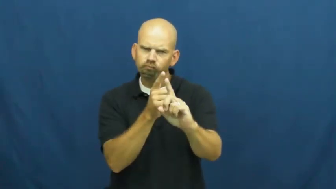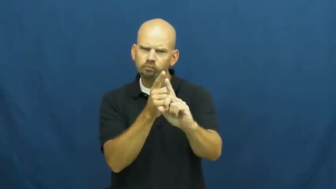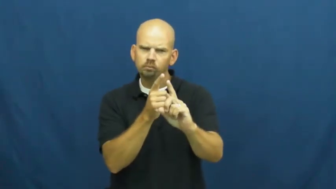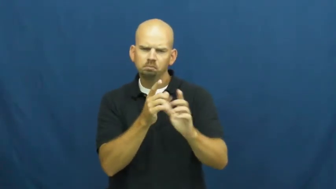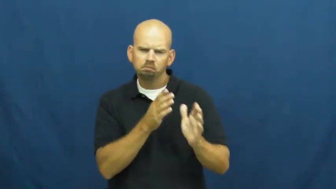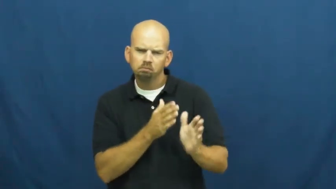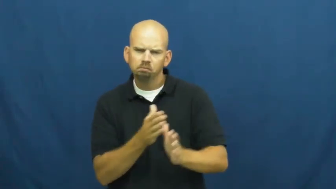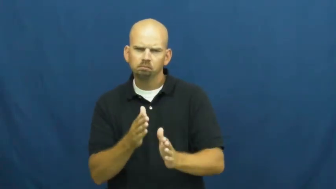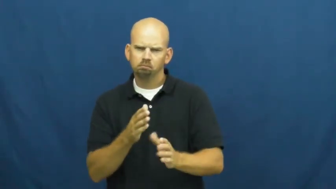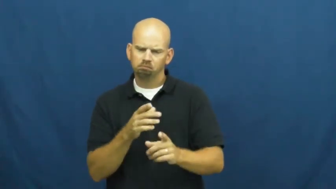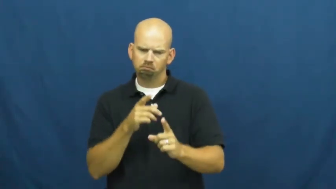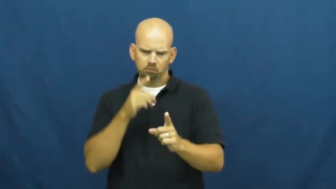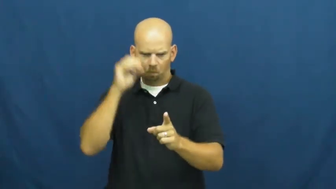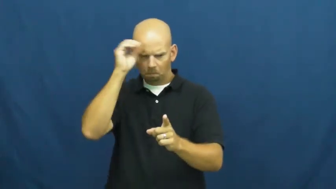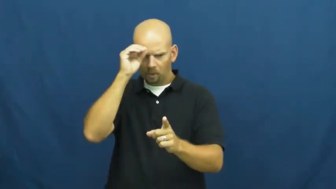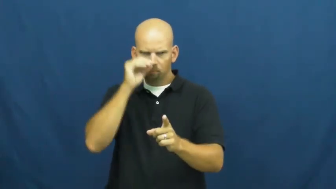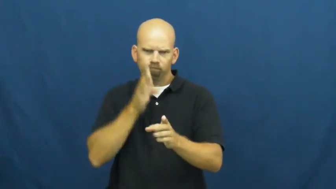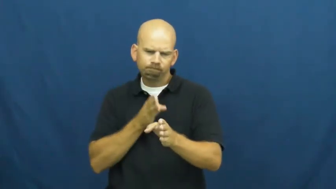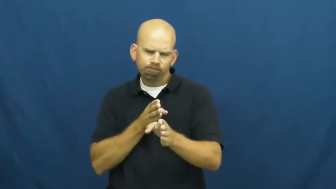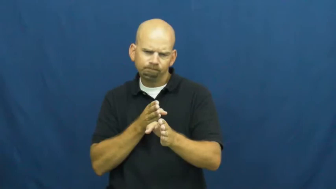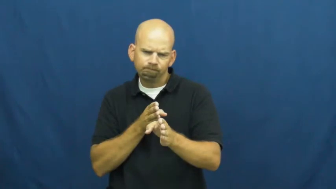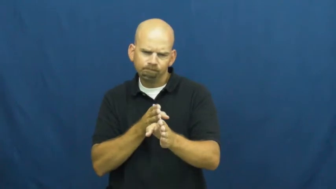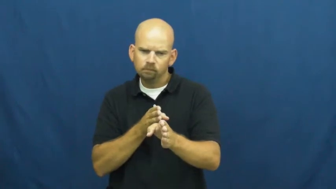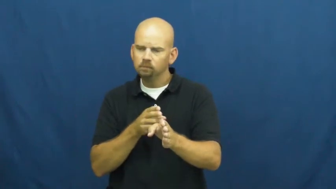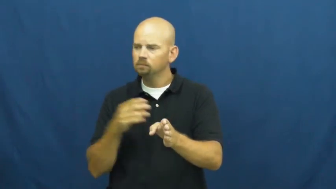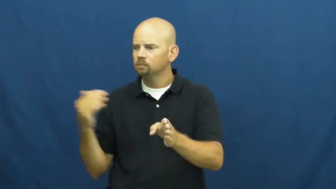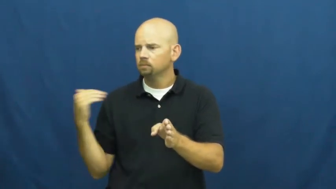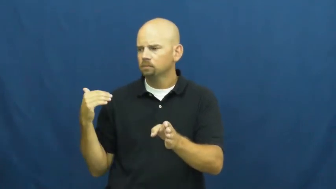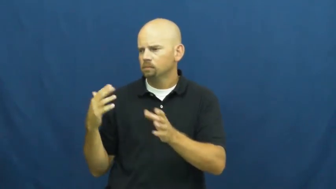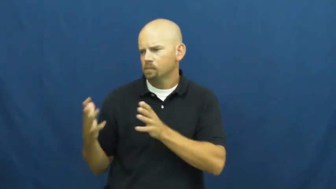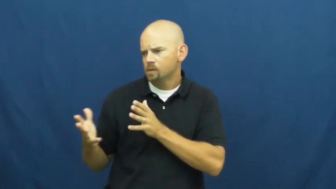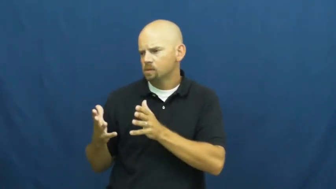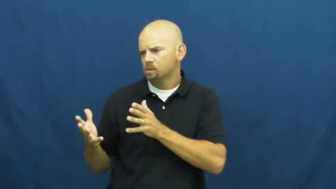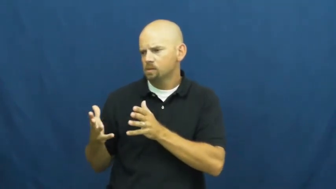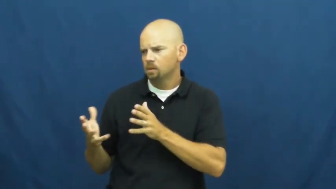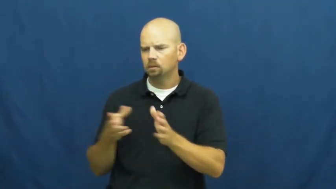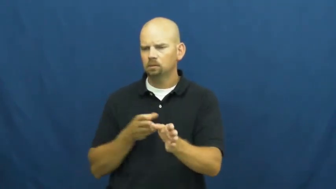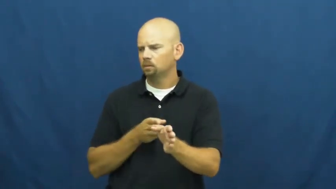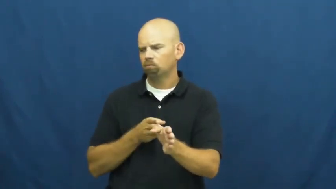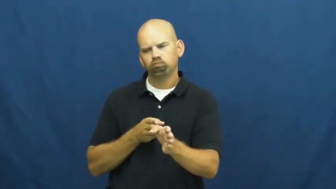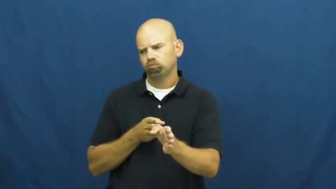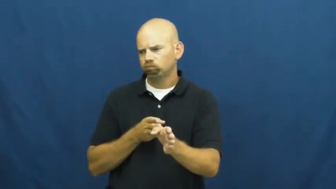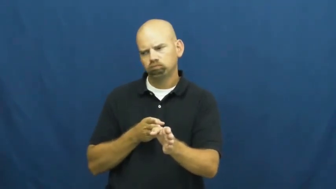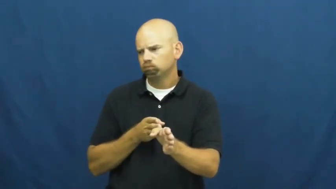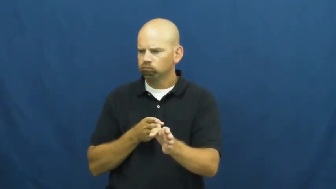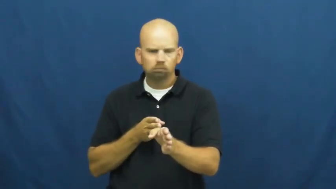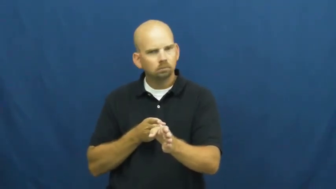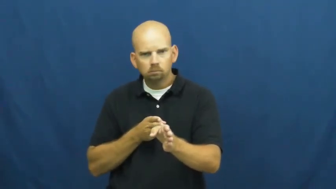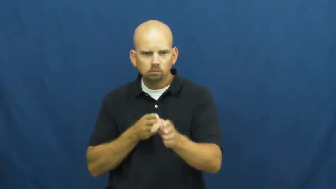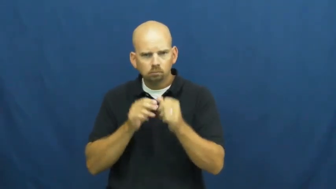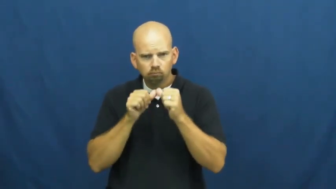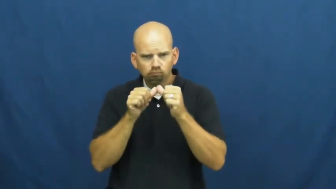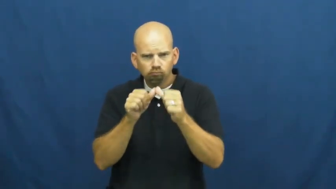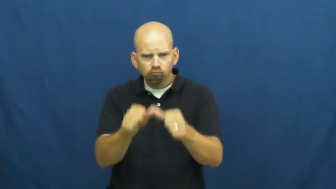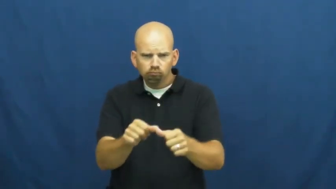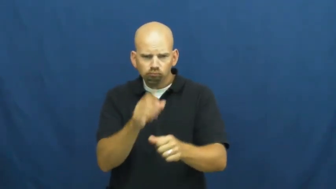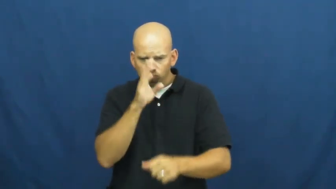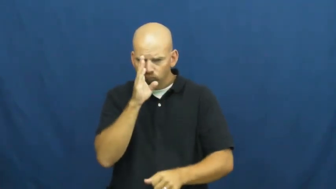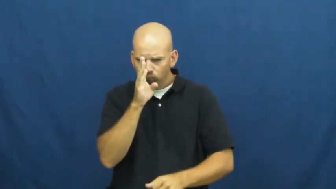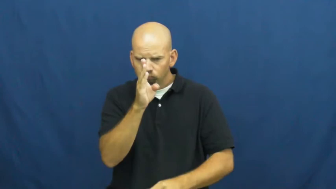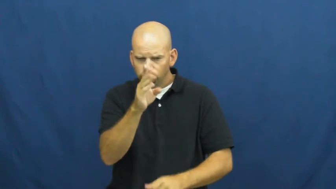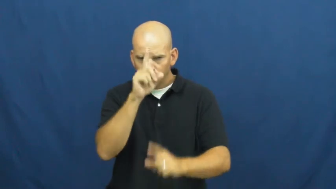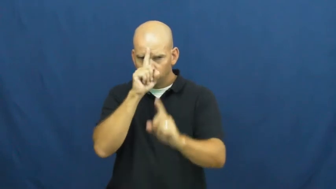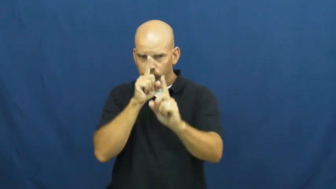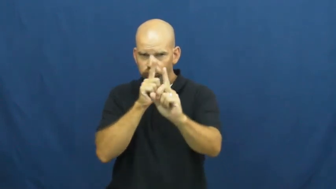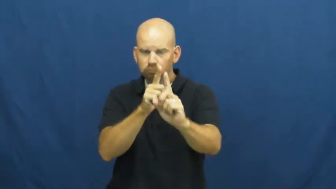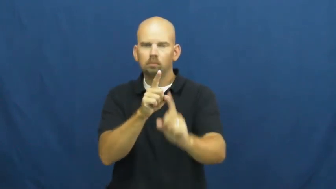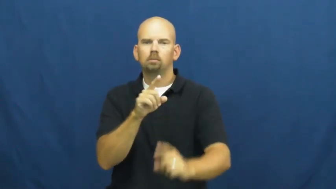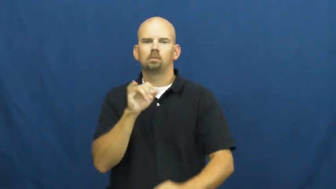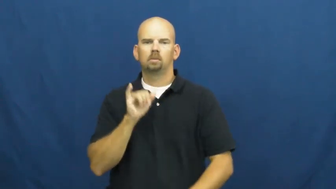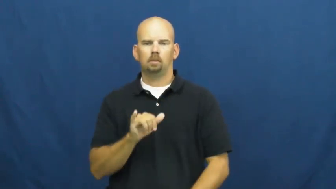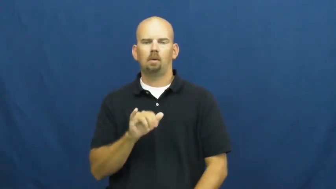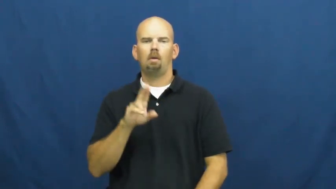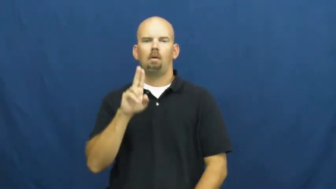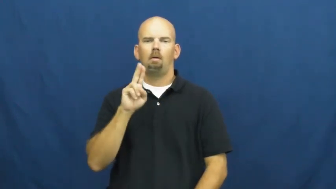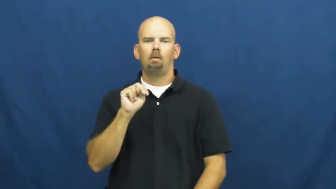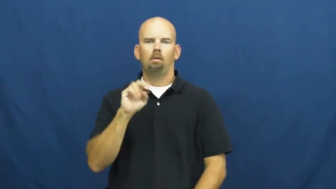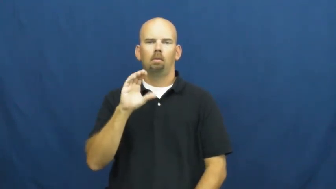uncompromising